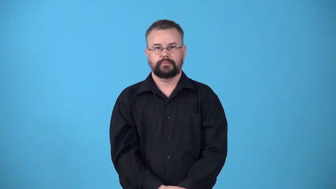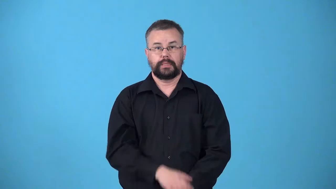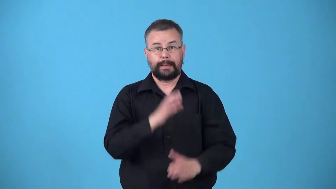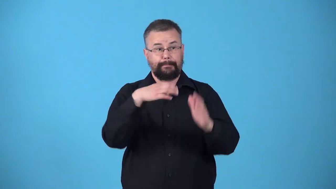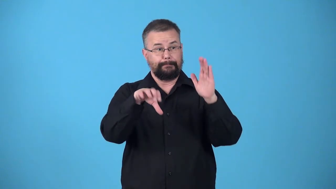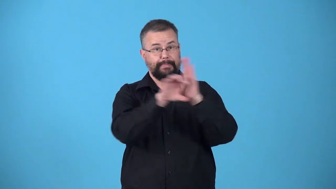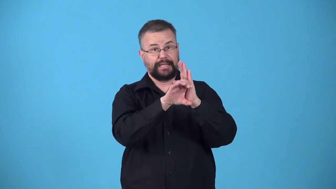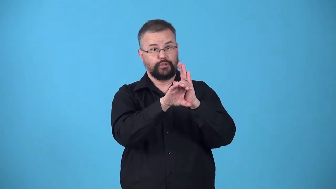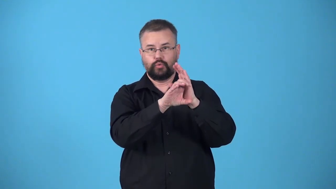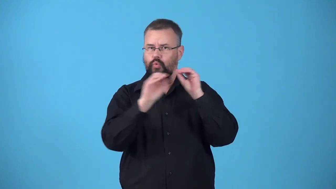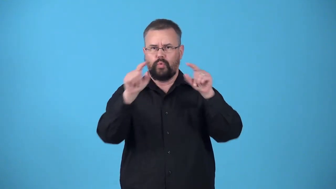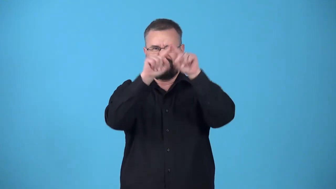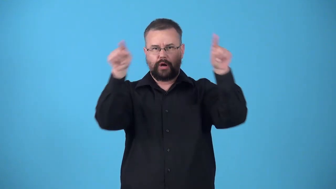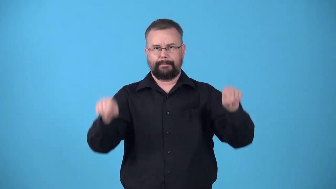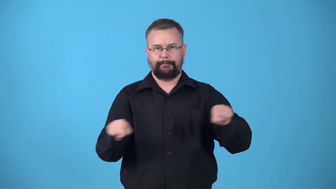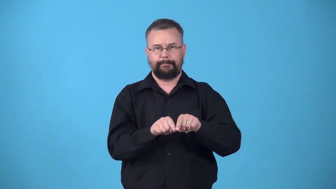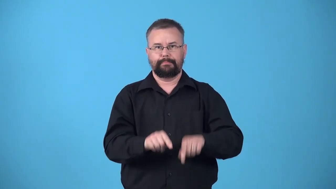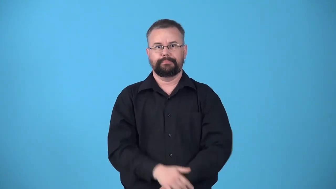unframed